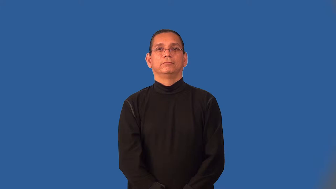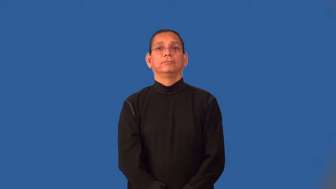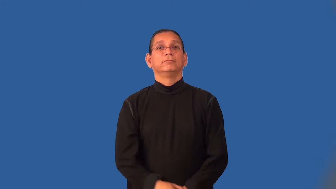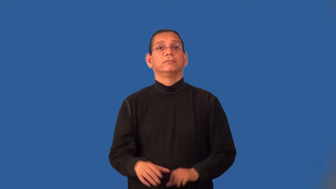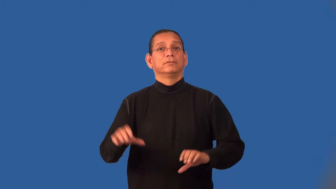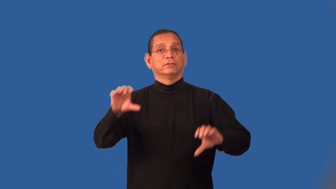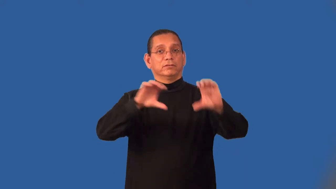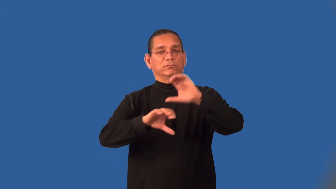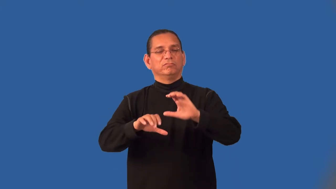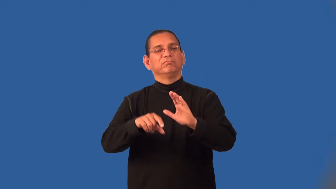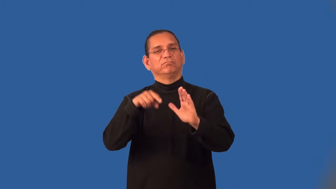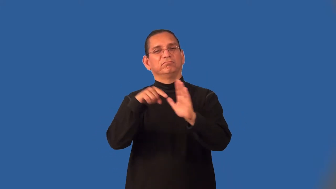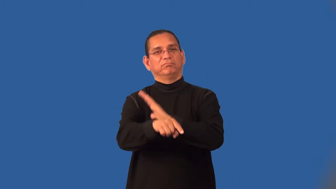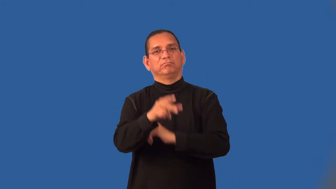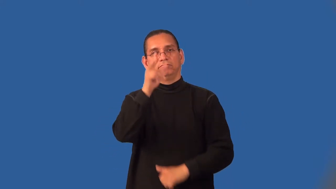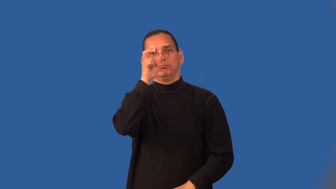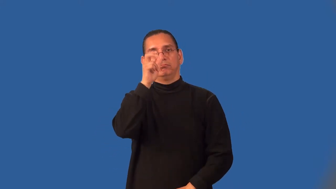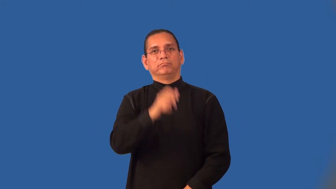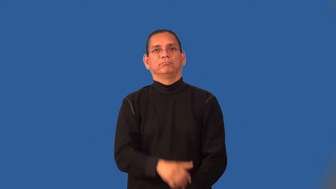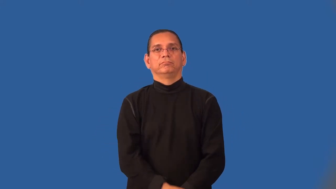insecticide